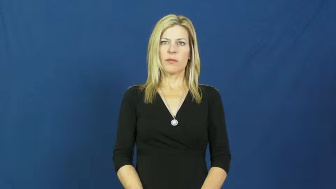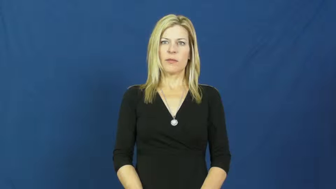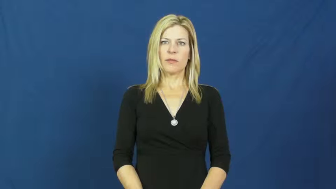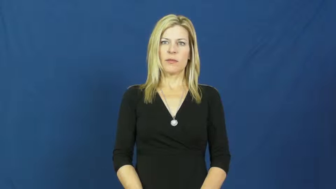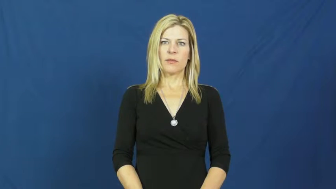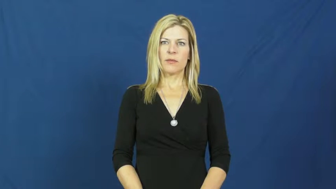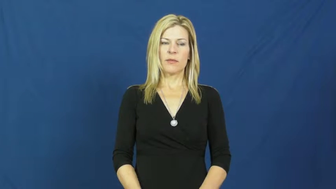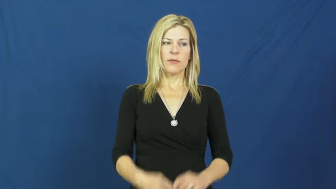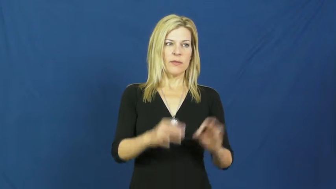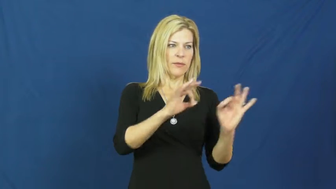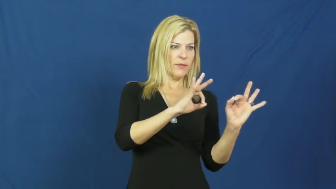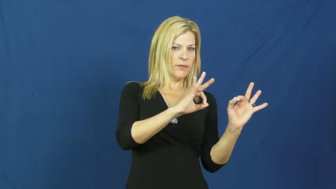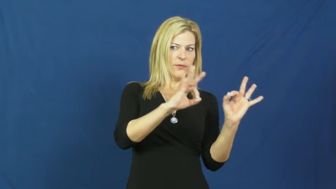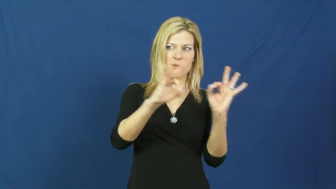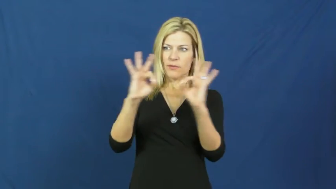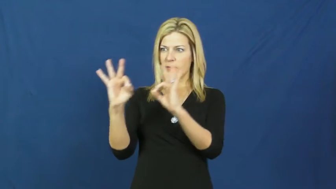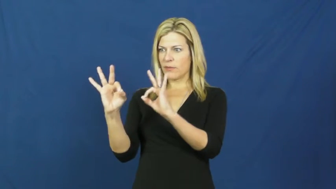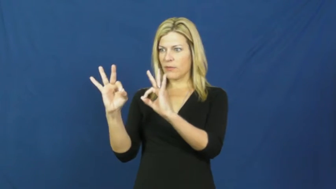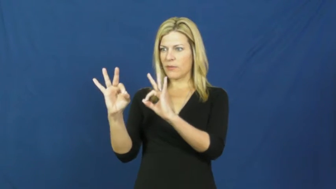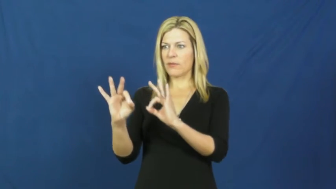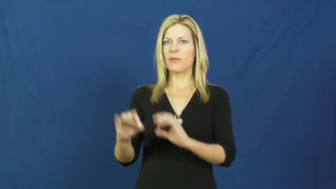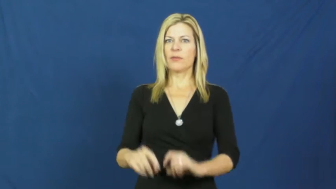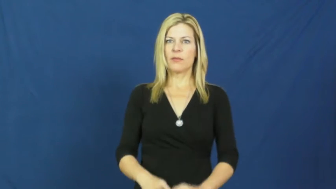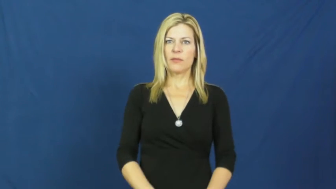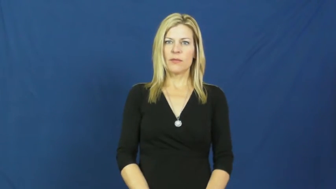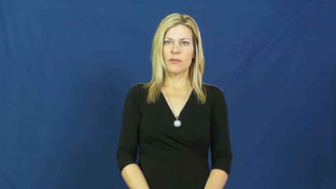glimpse